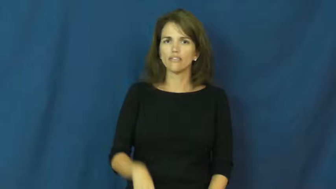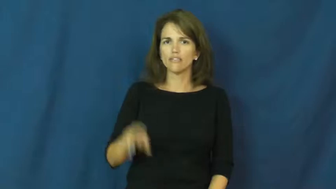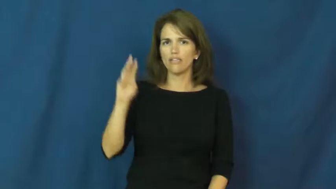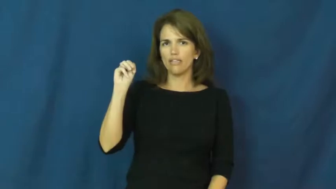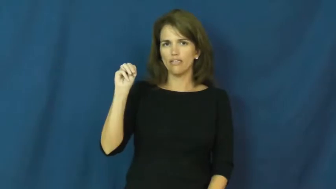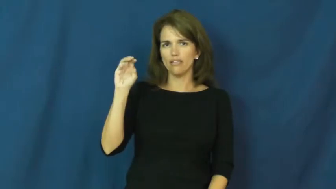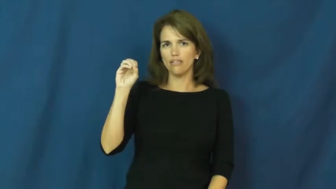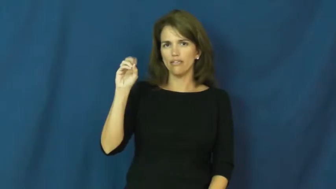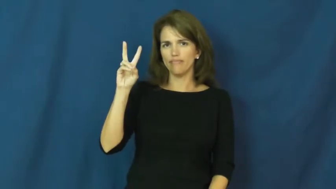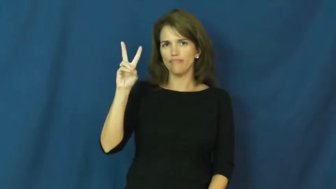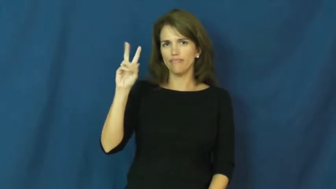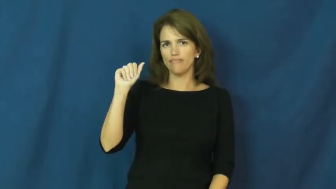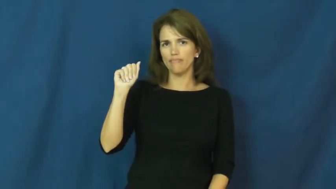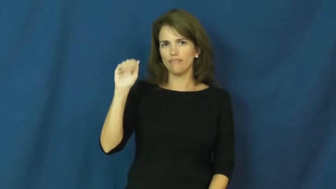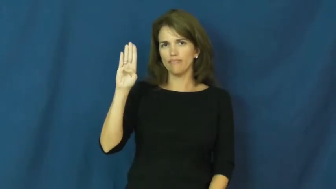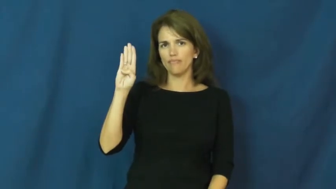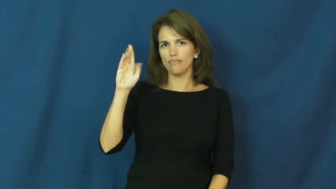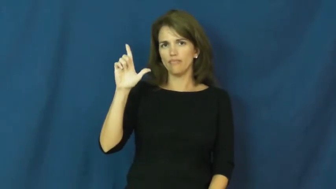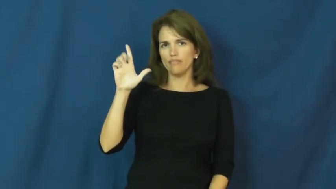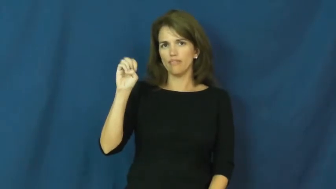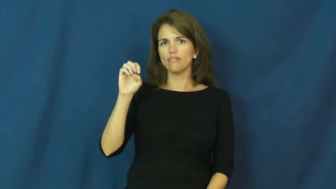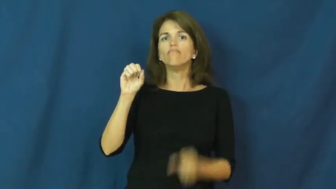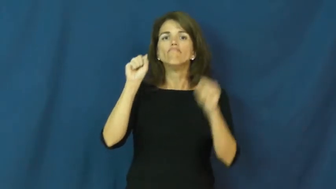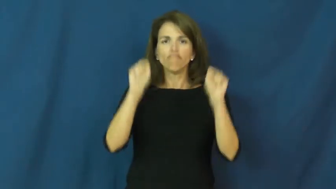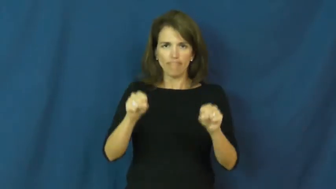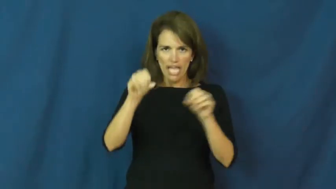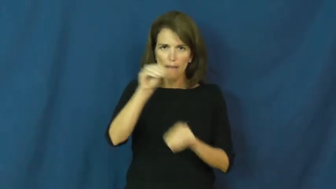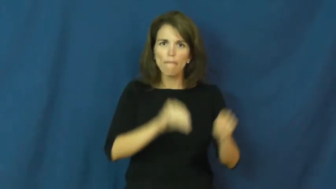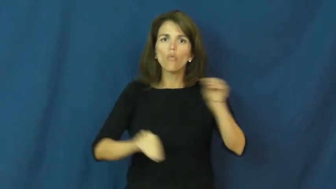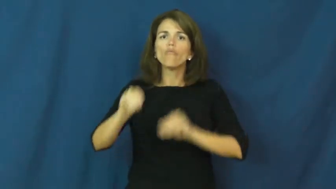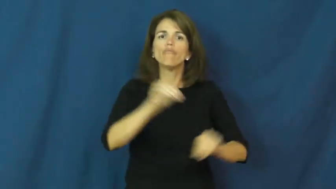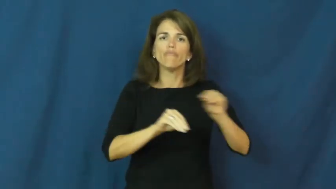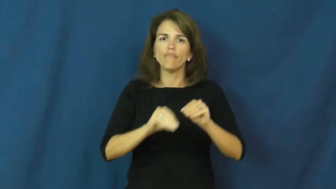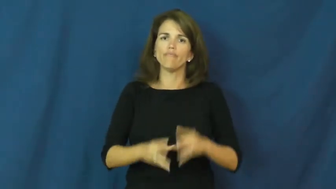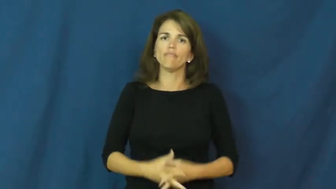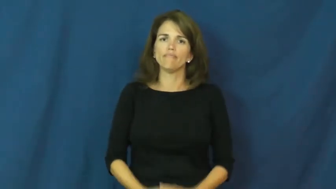movable